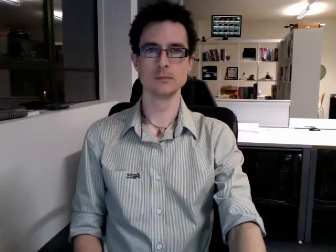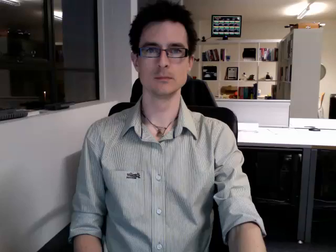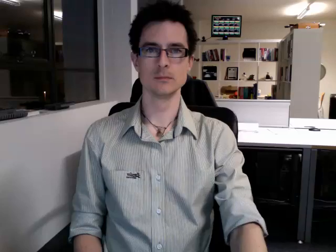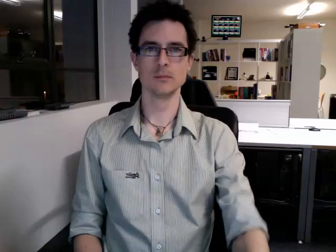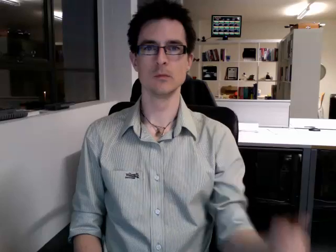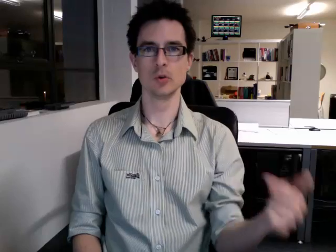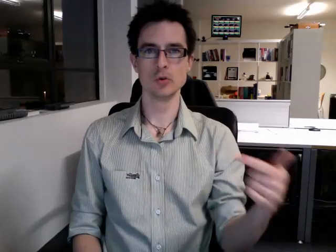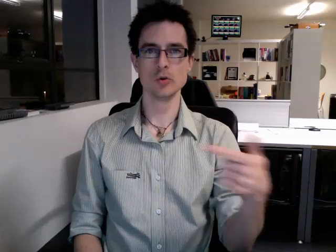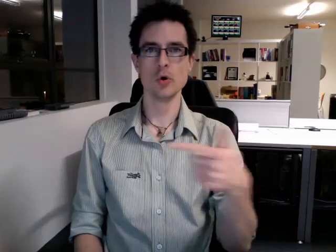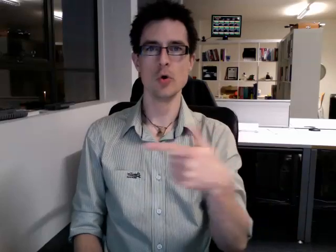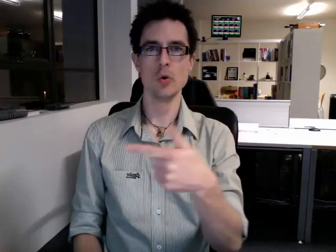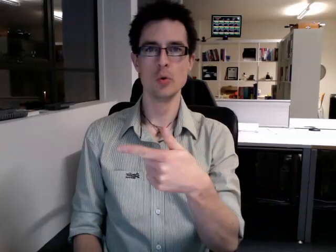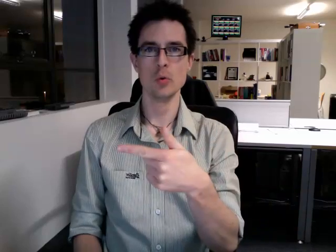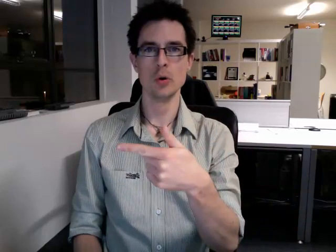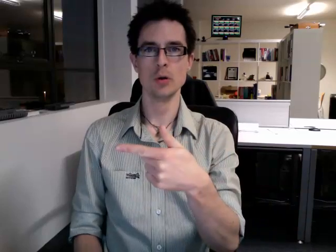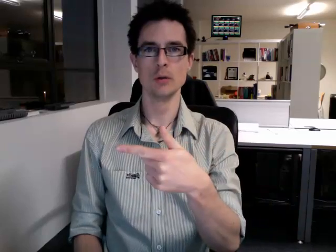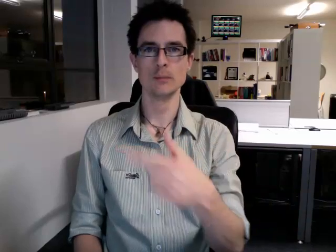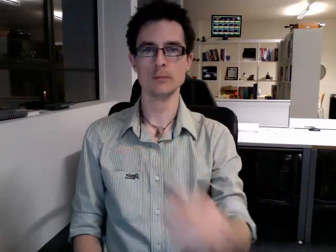to